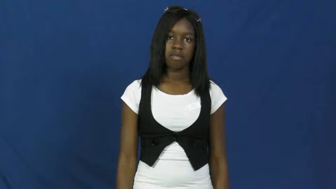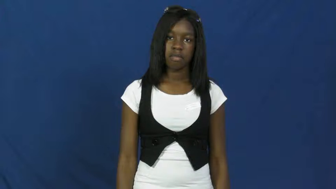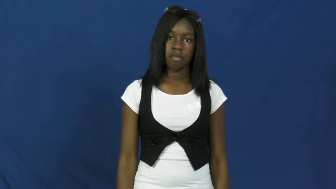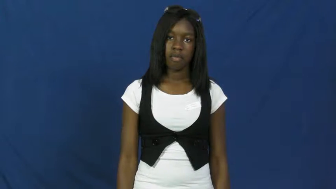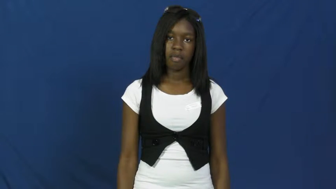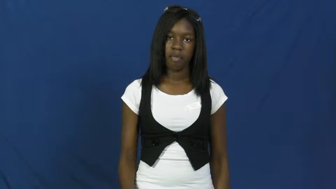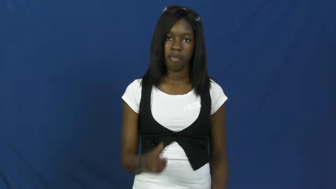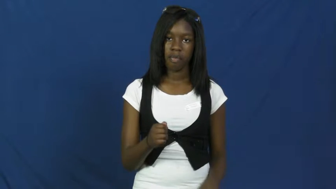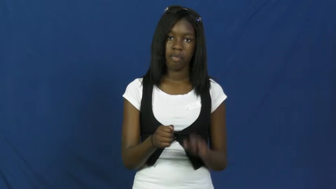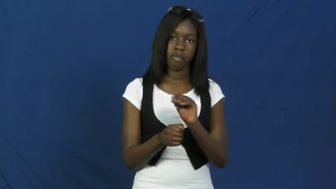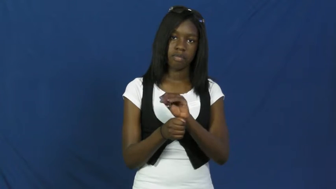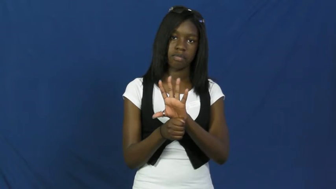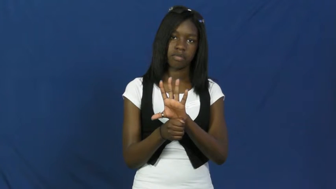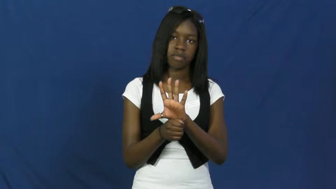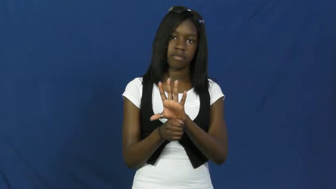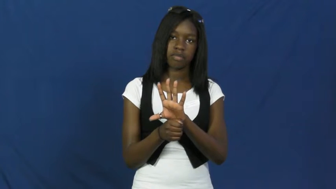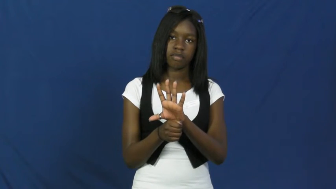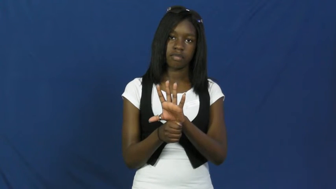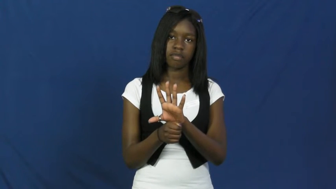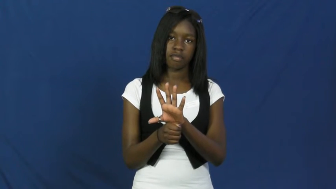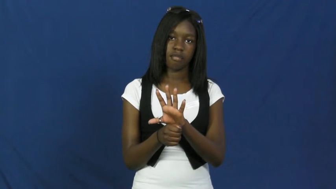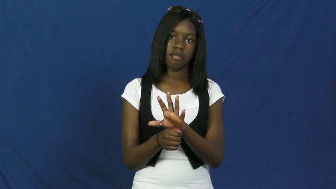flashlight